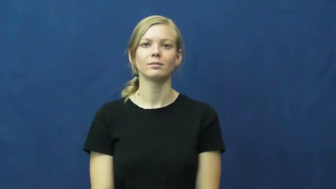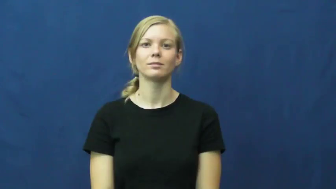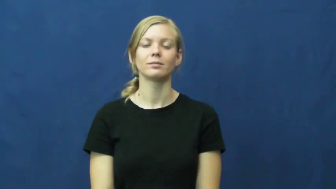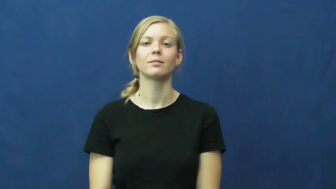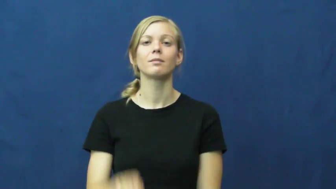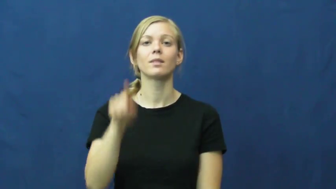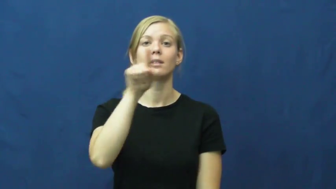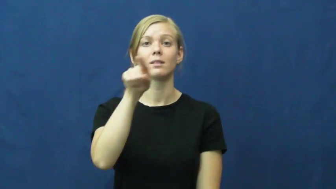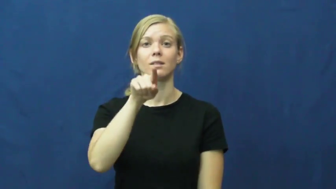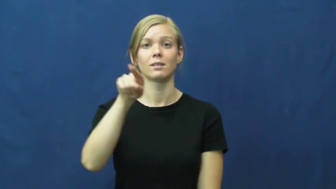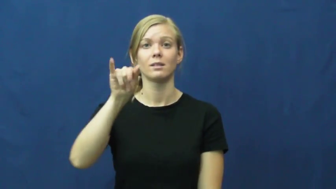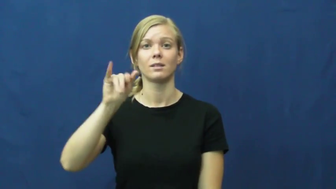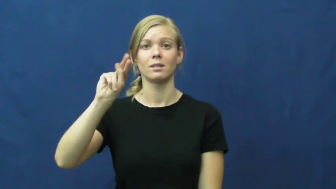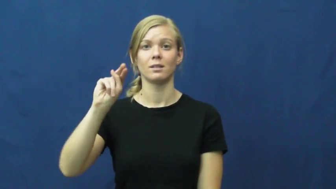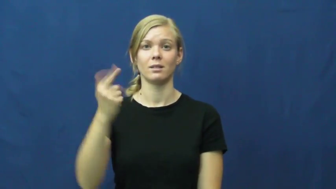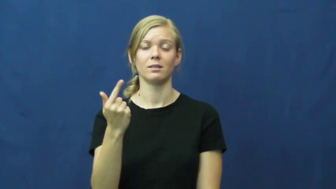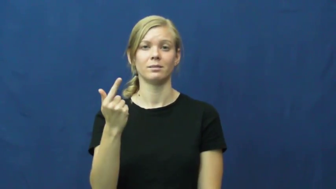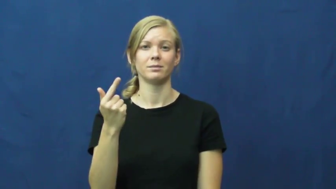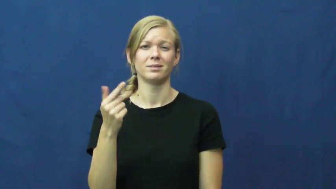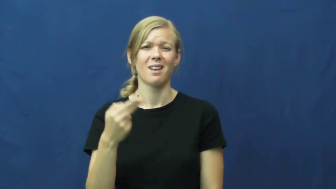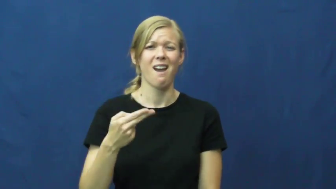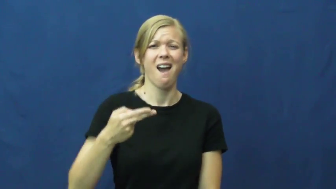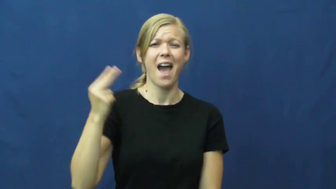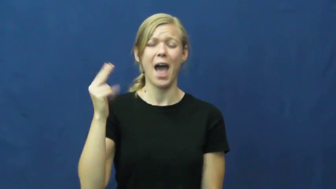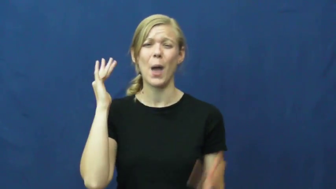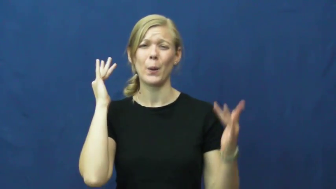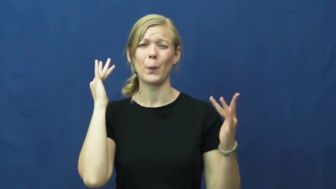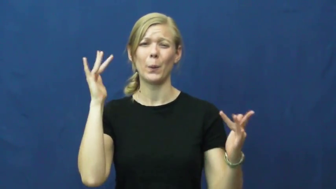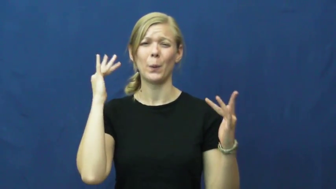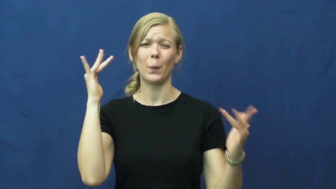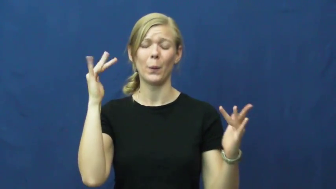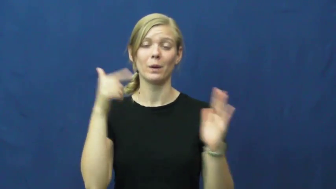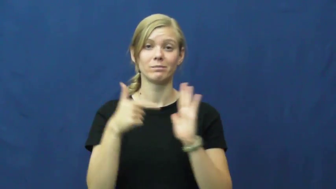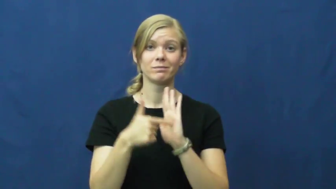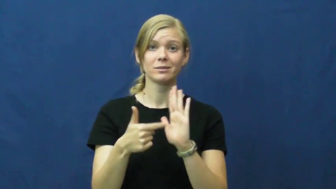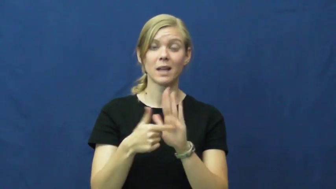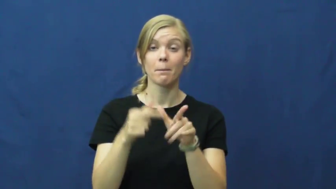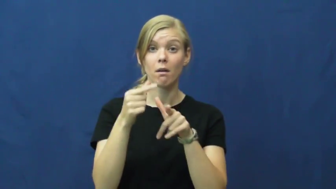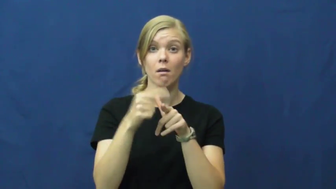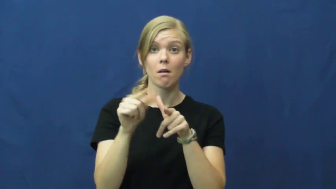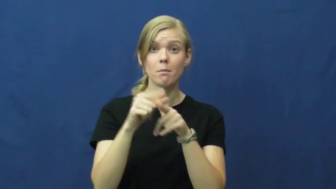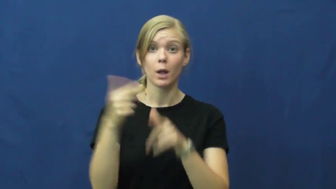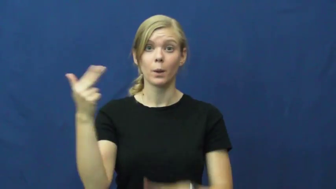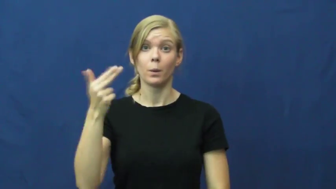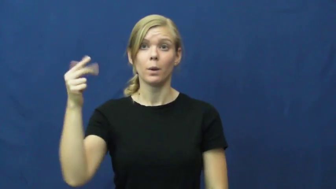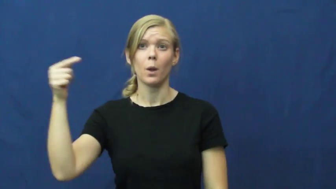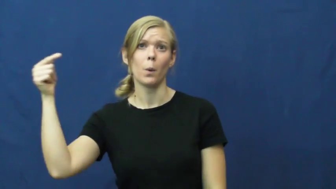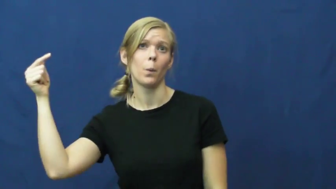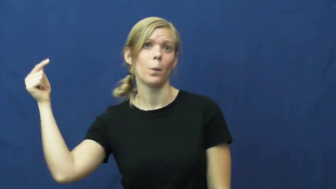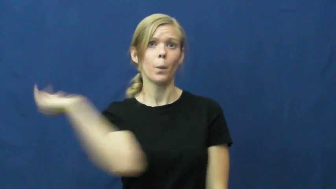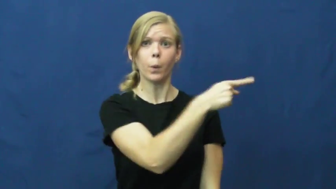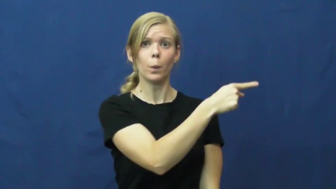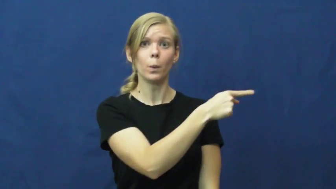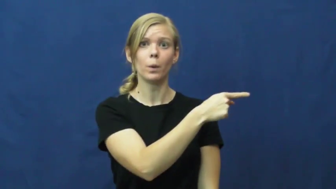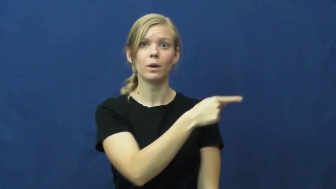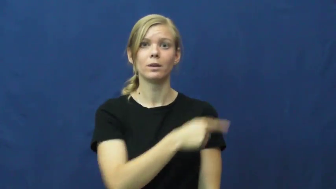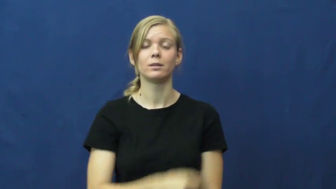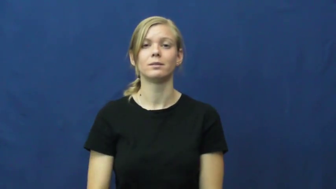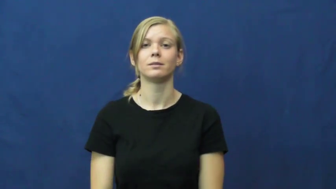zing-sound